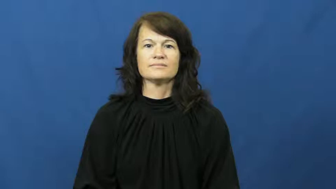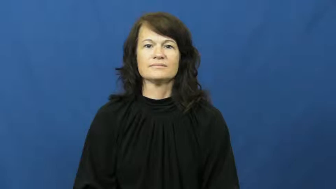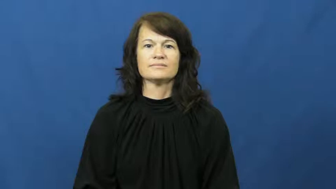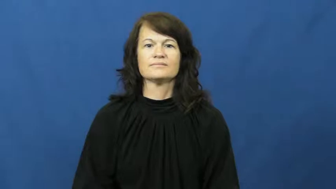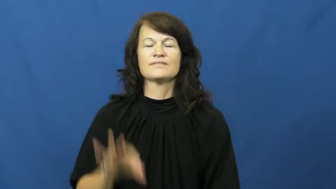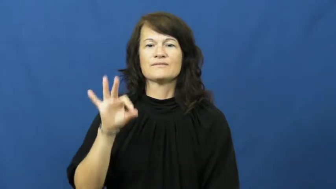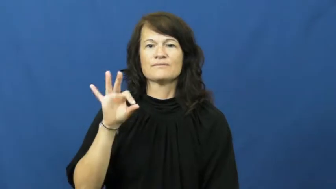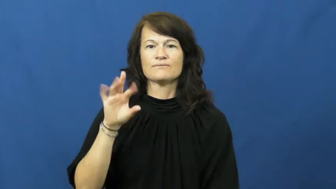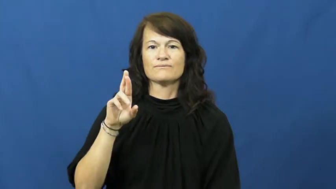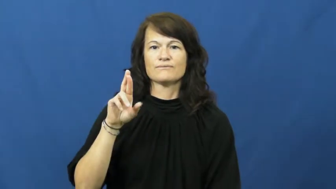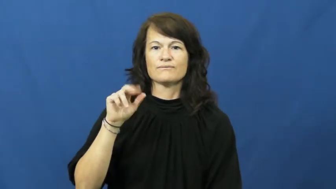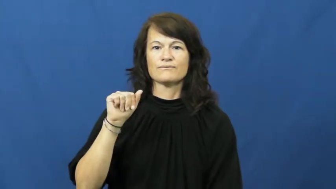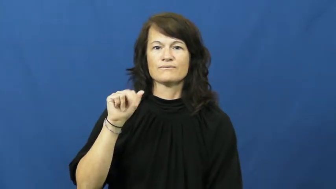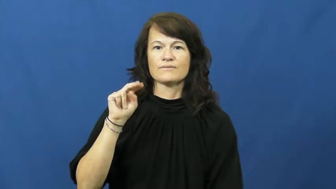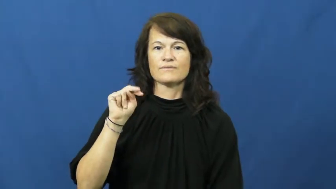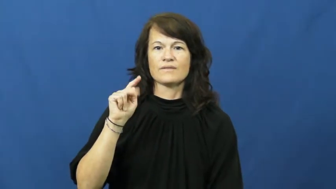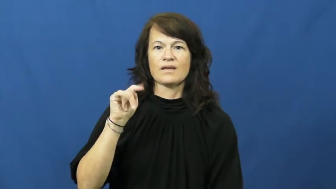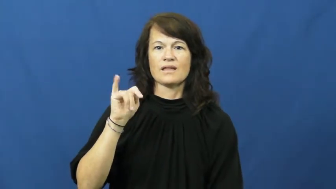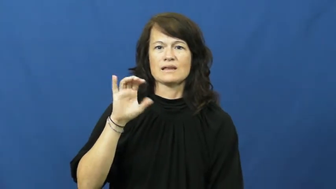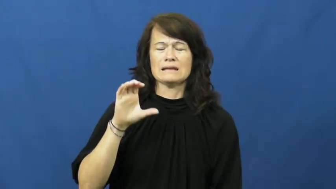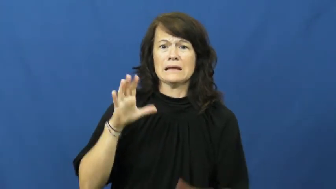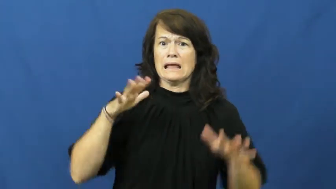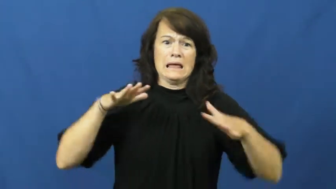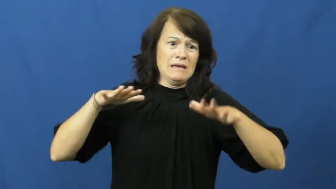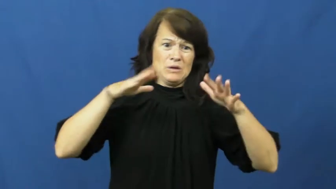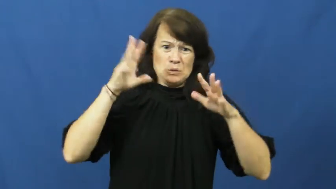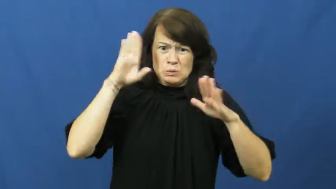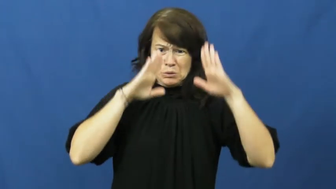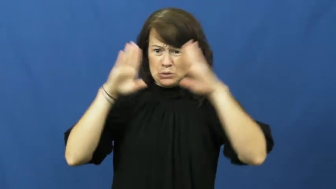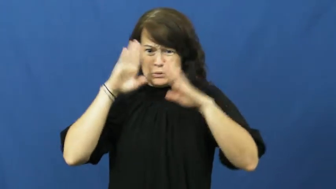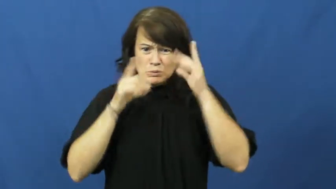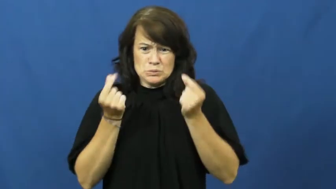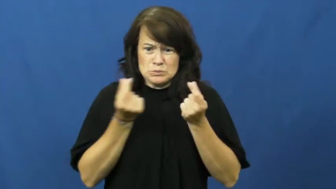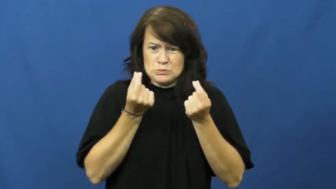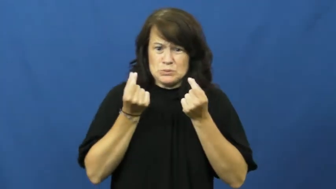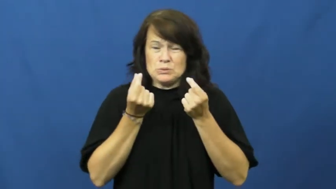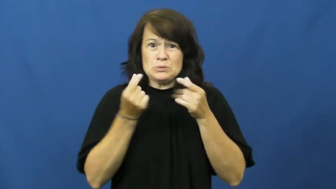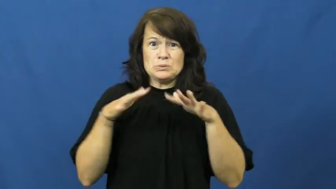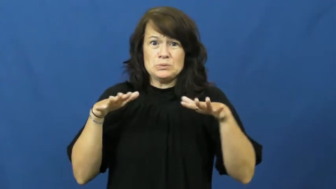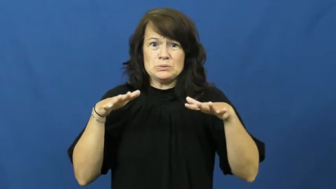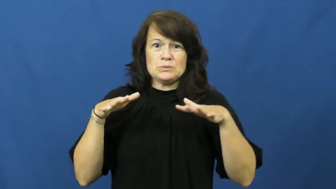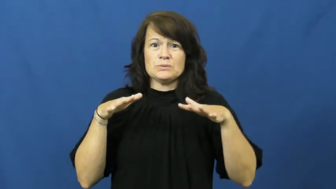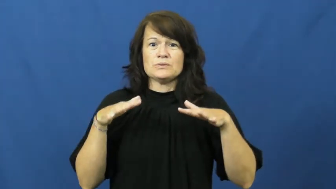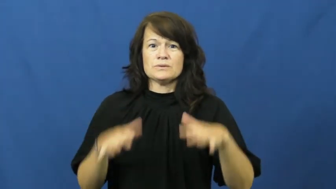frantic